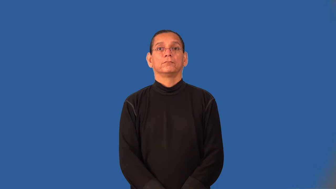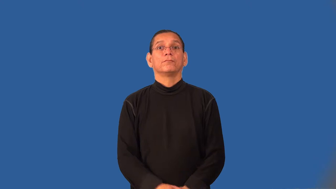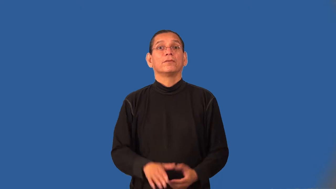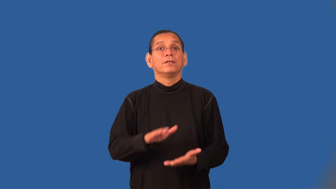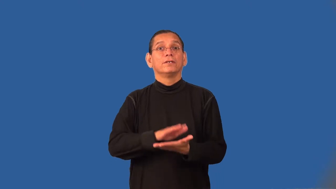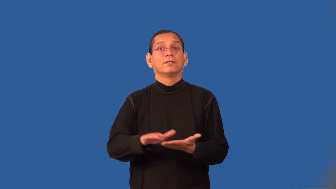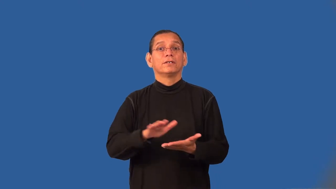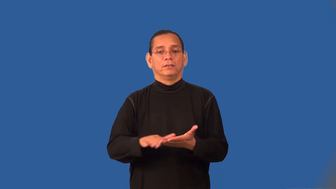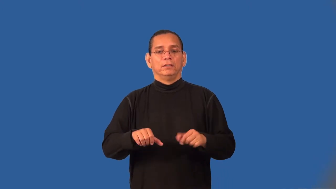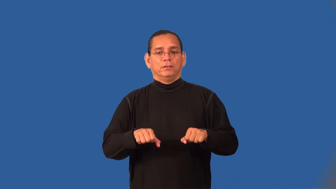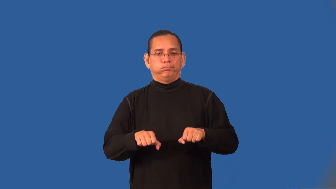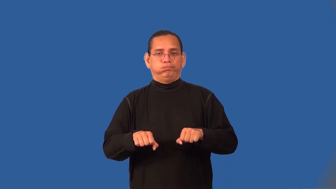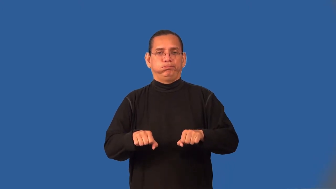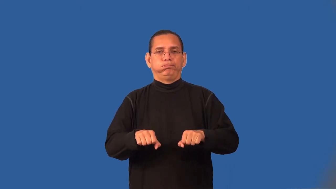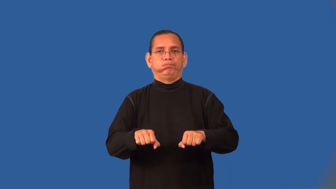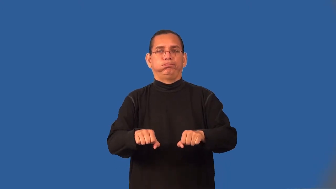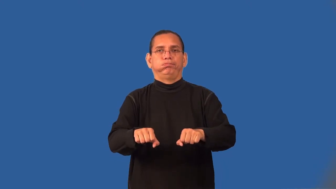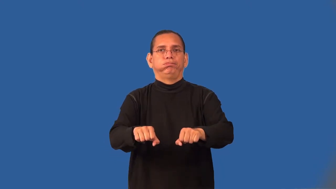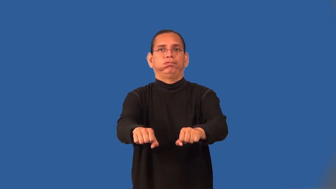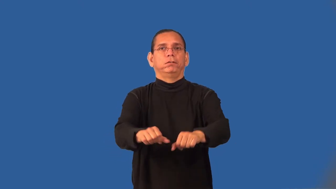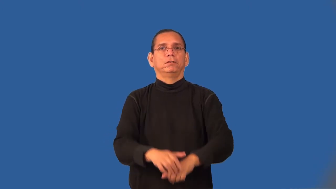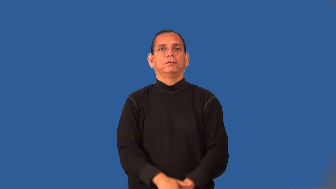sweeper-home tool